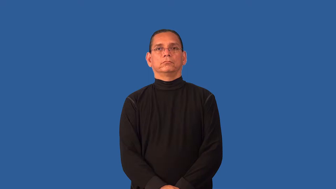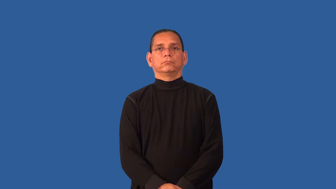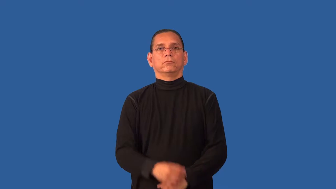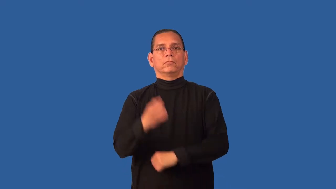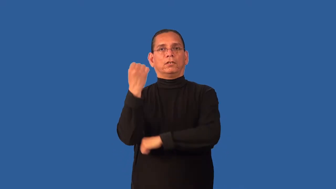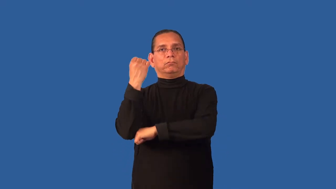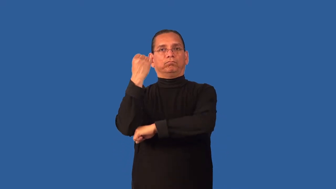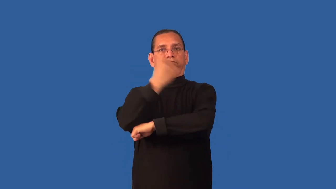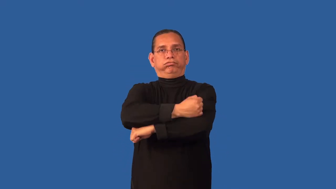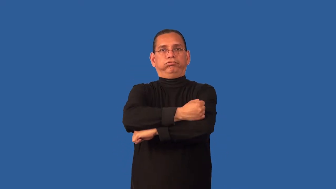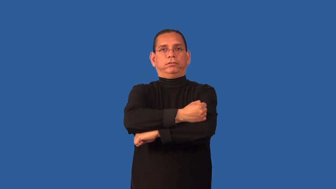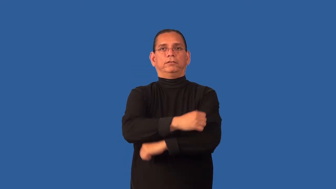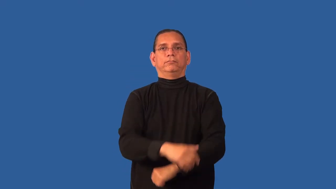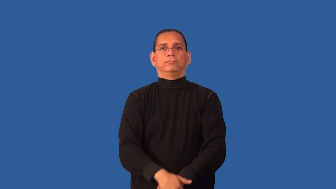defunct